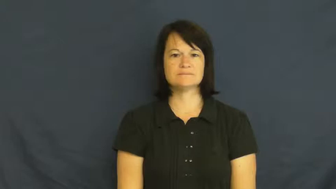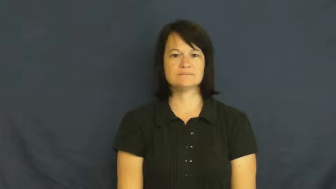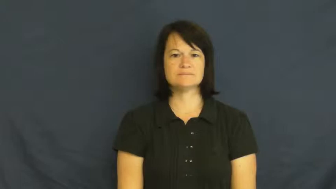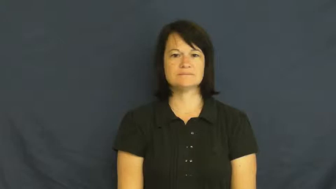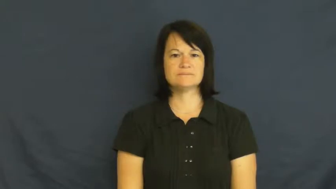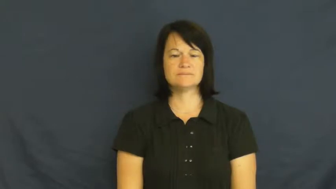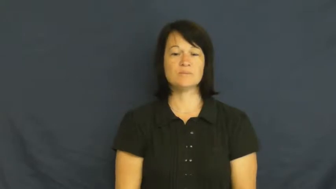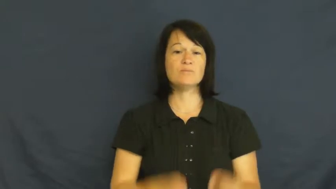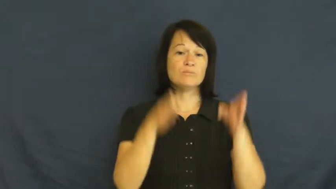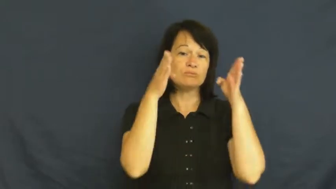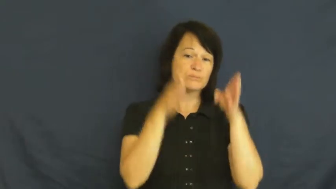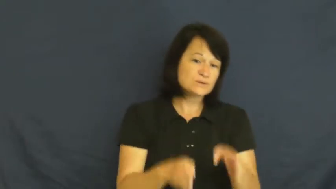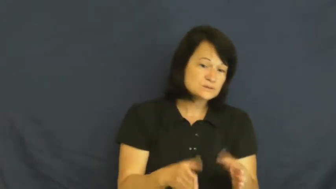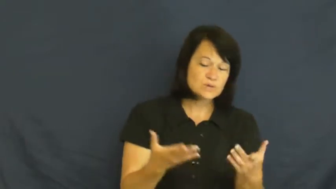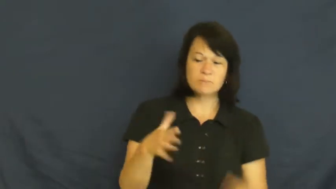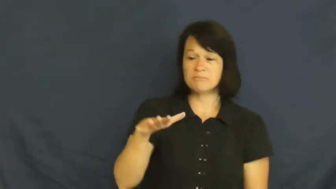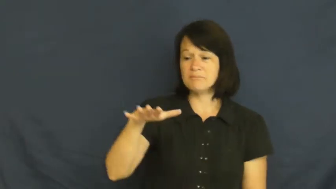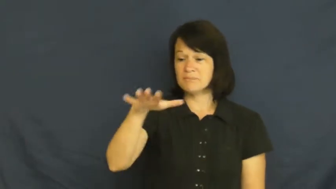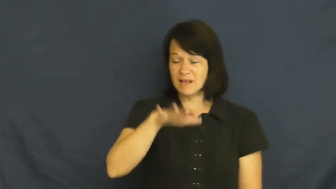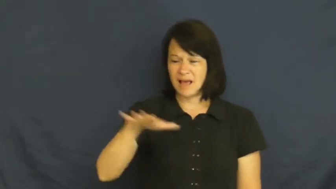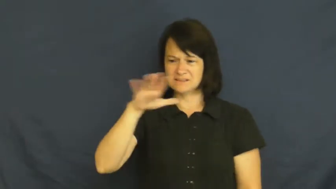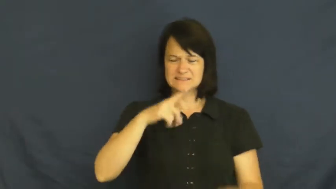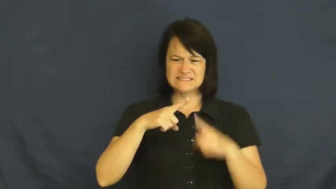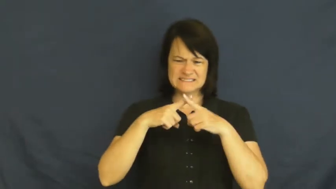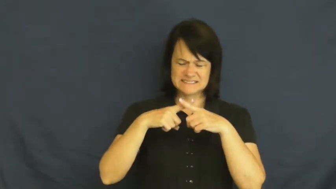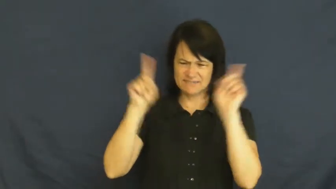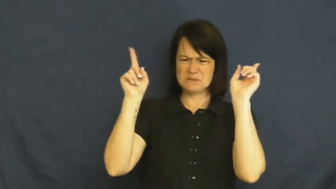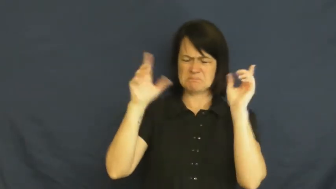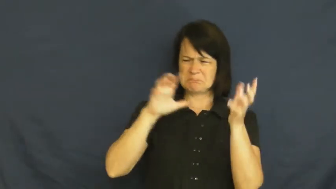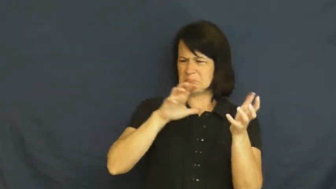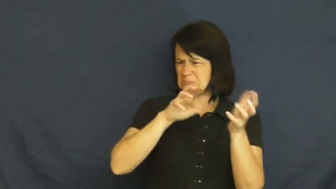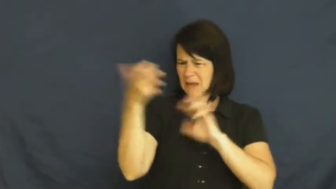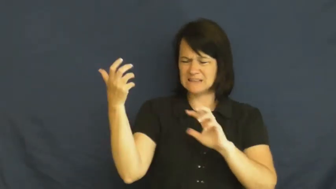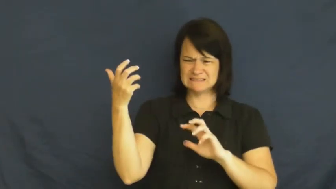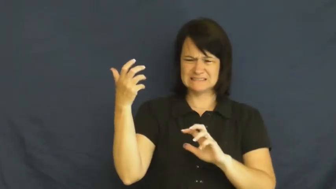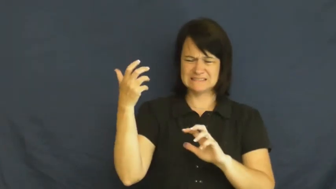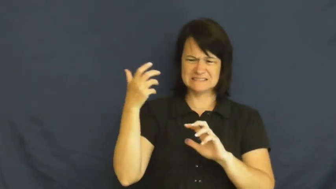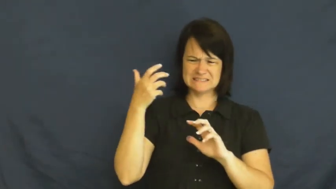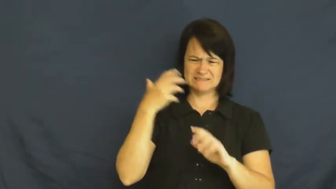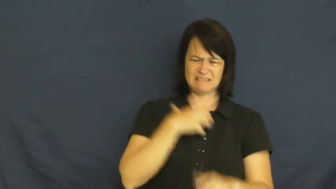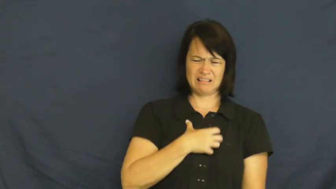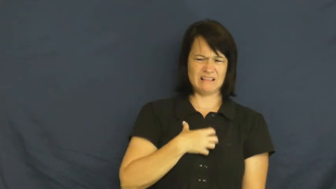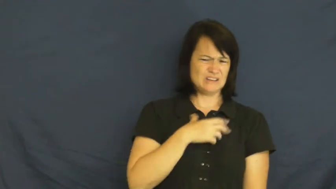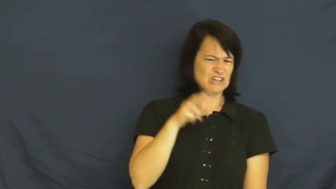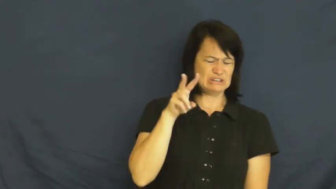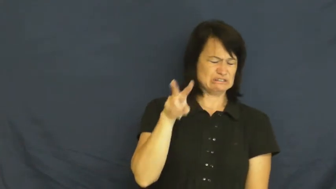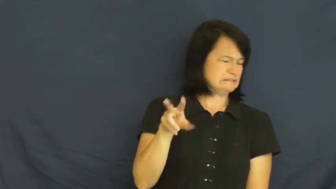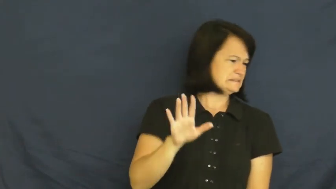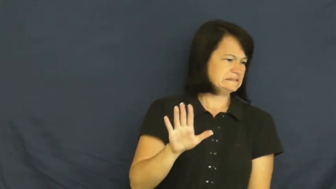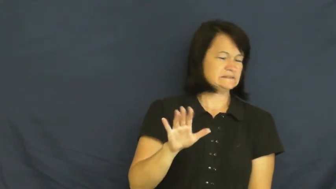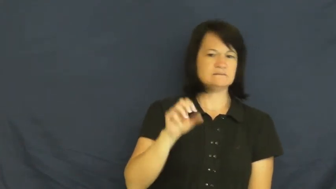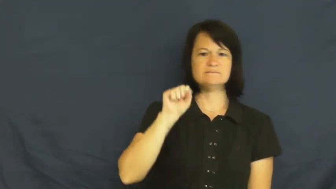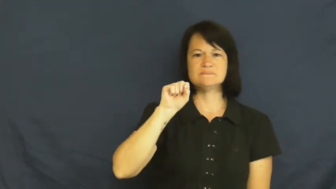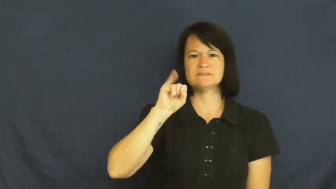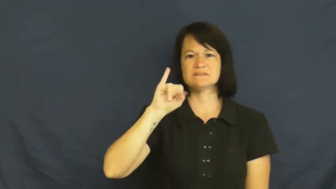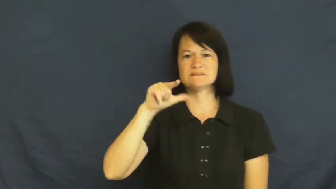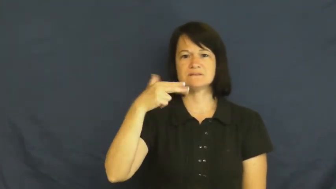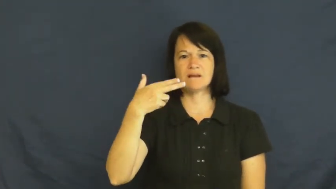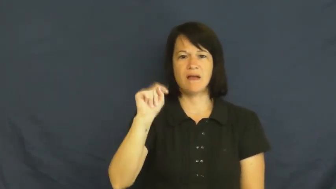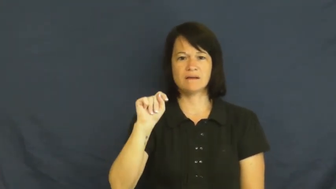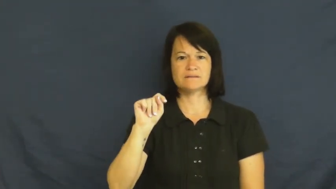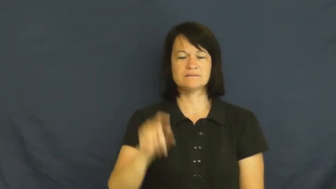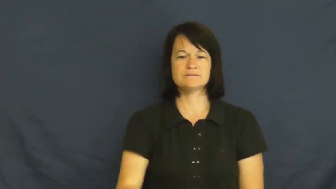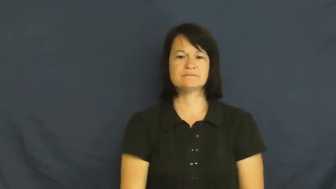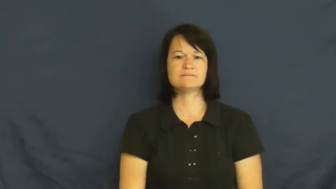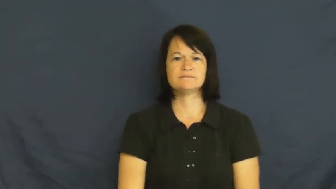sight-something messy